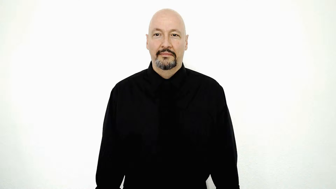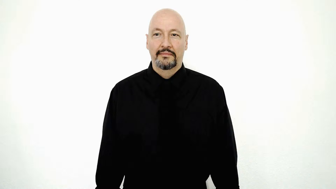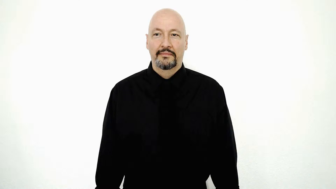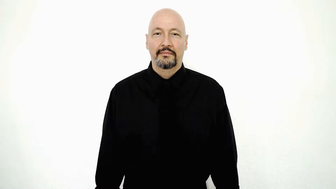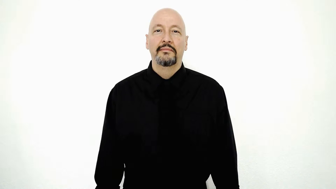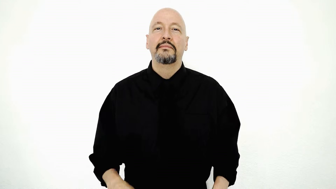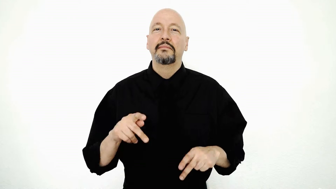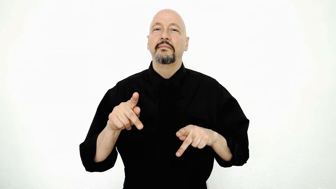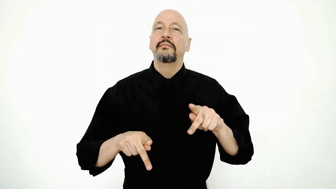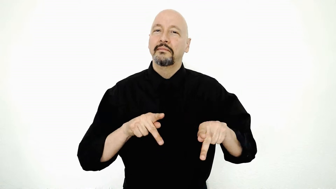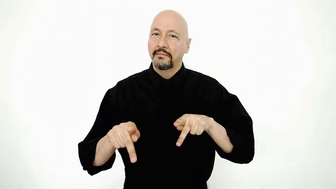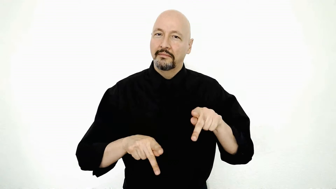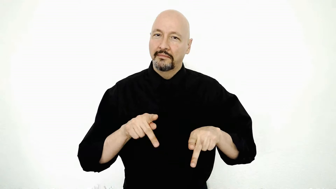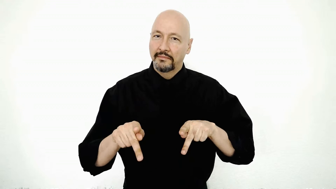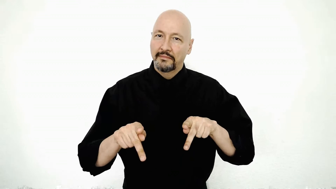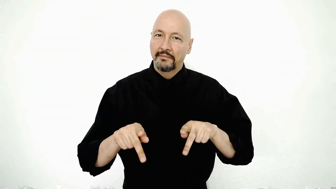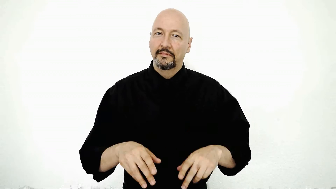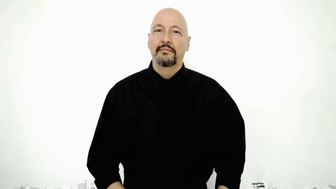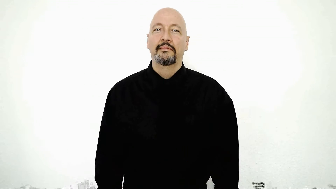folk/people